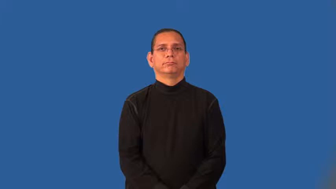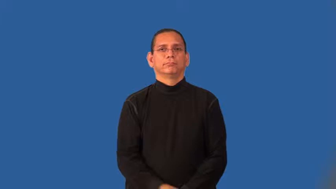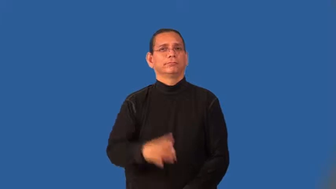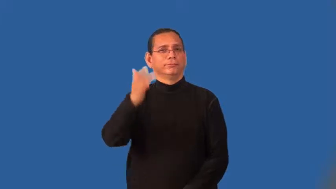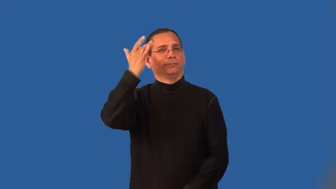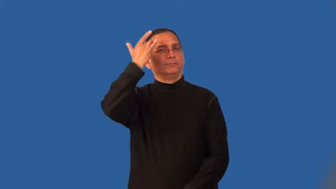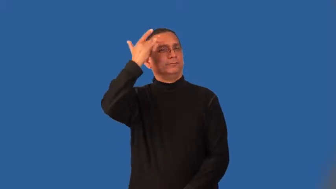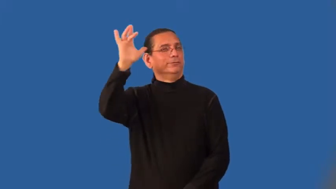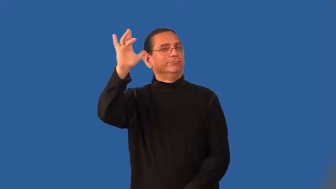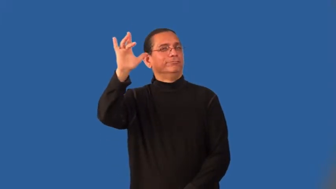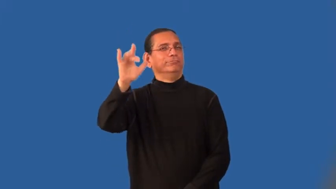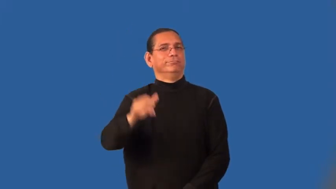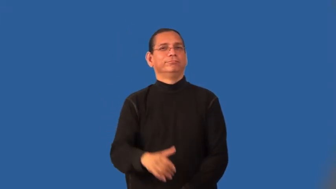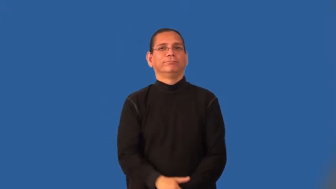ingenuity